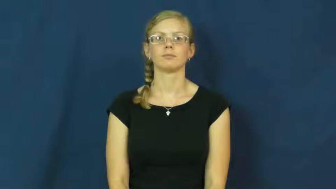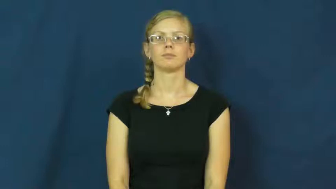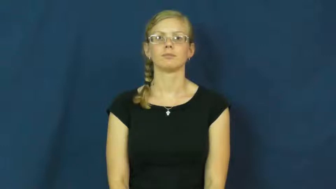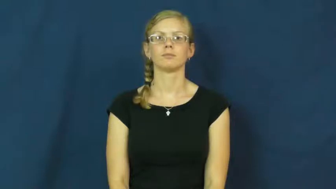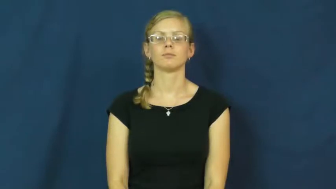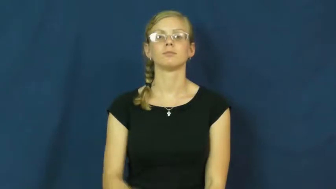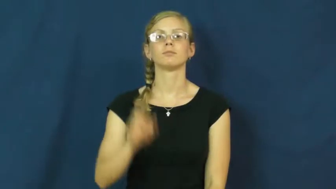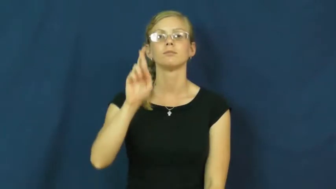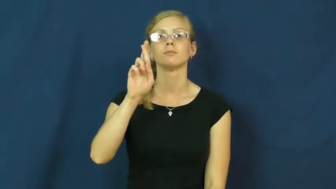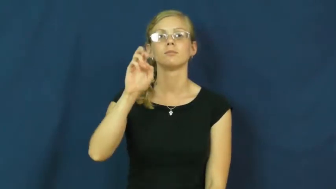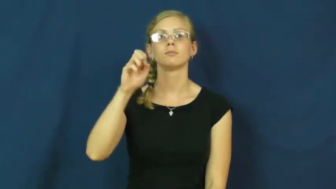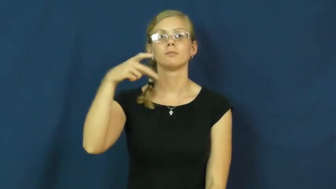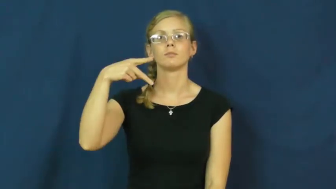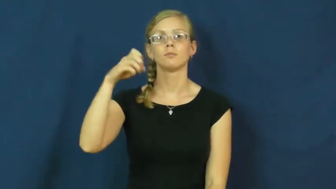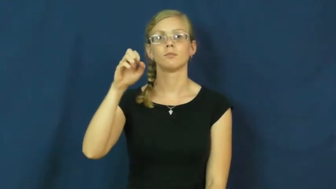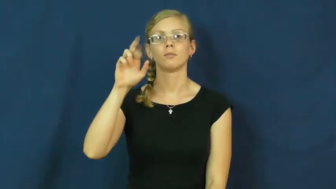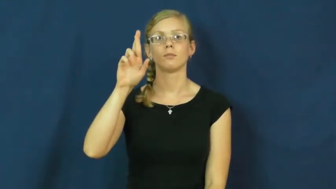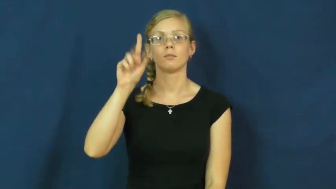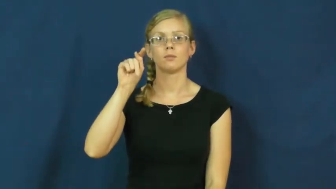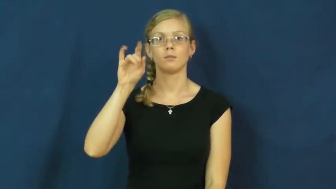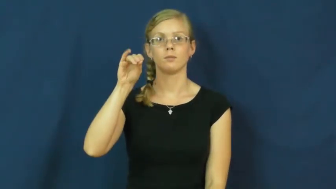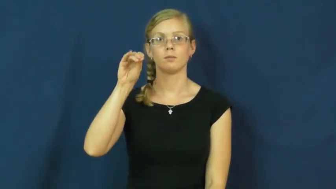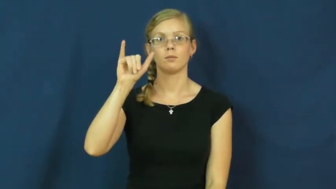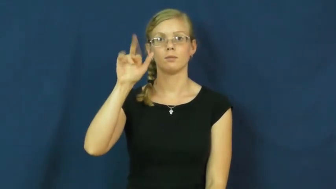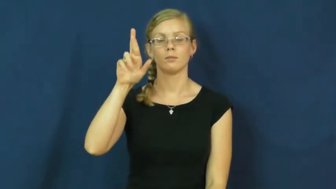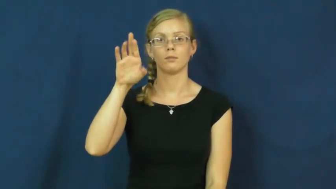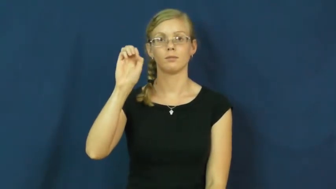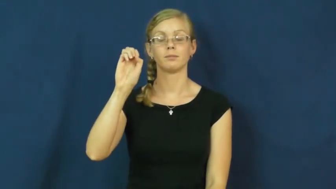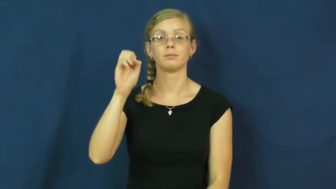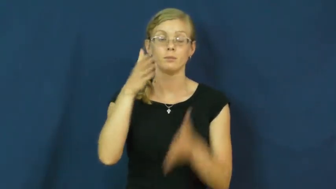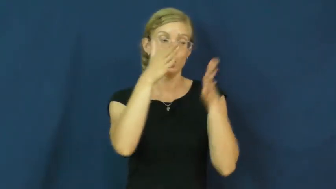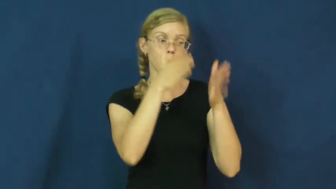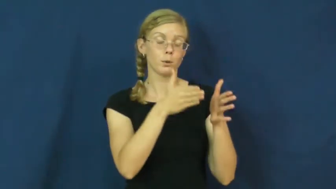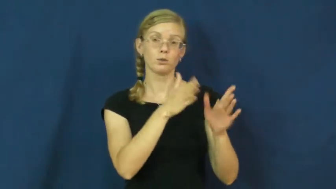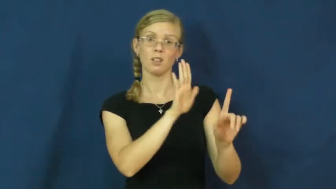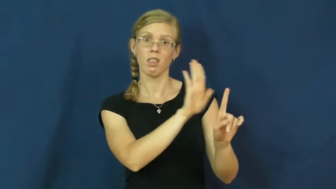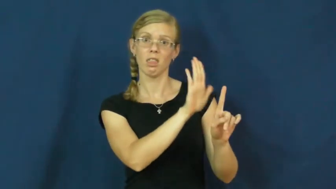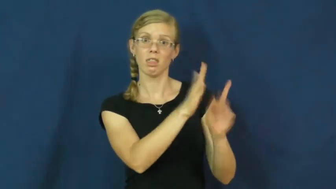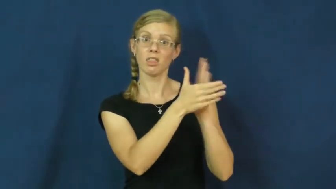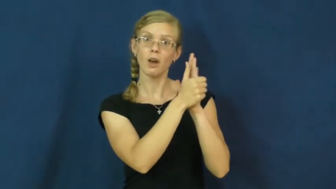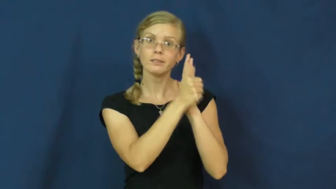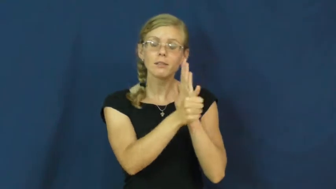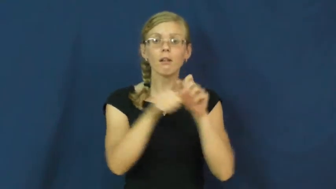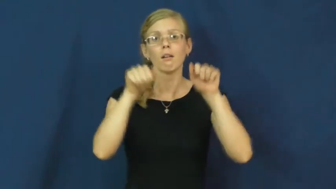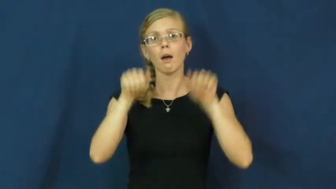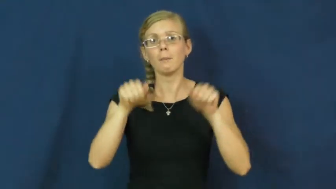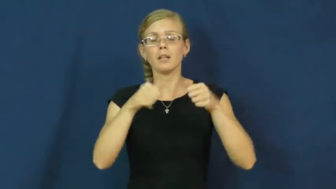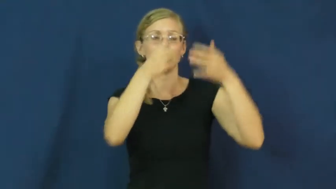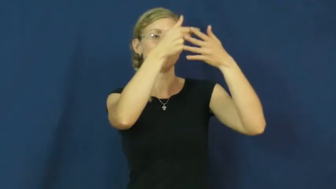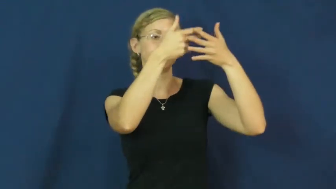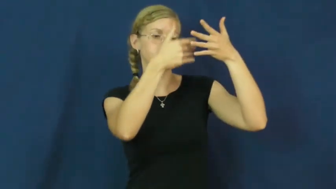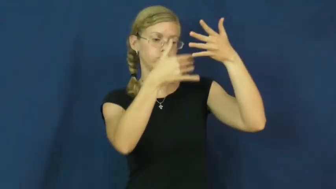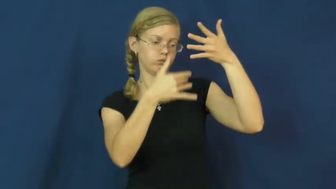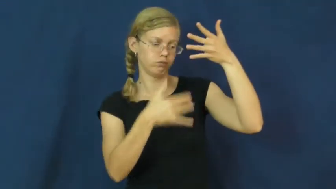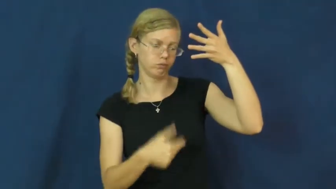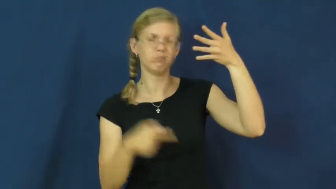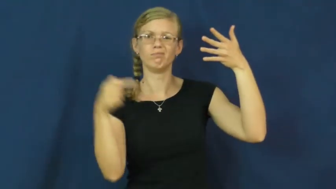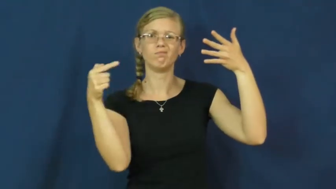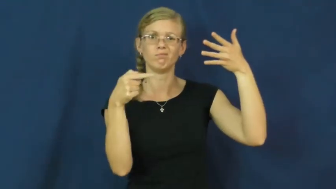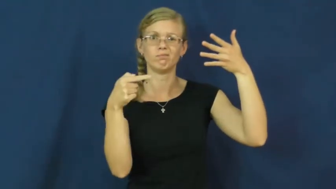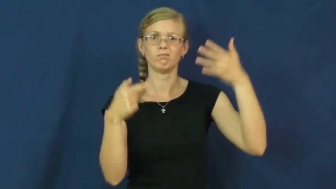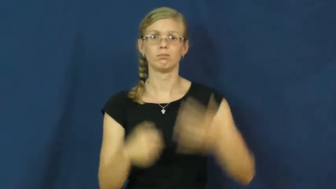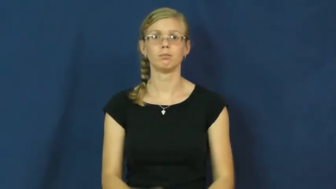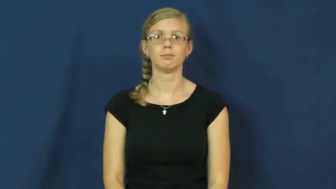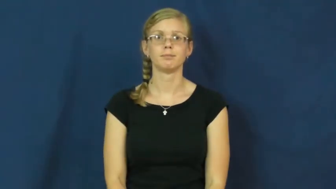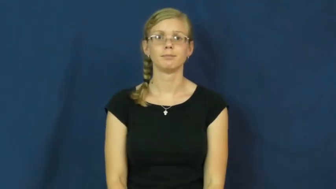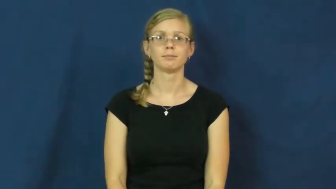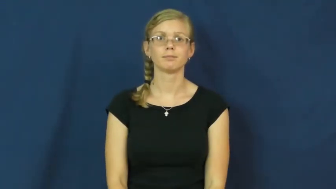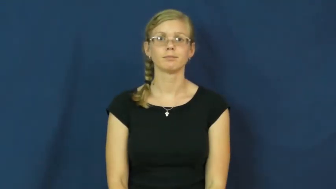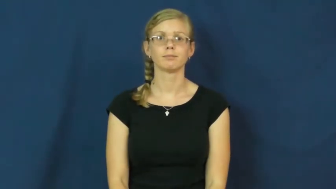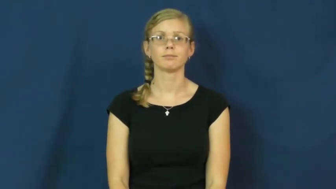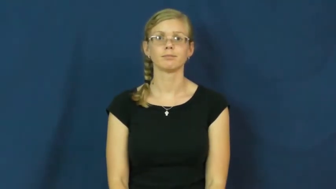repertoire